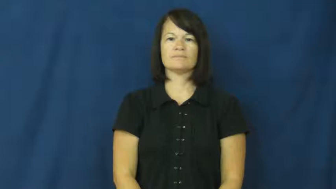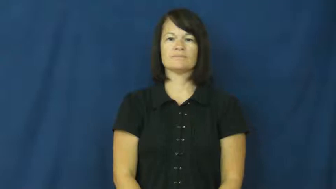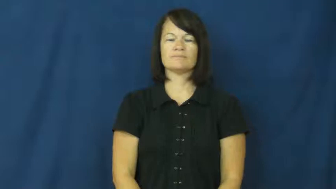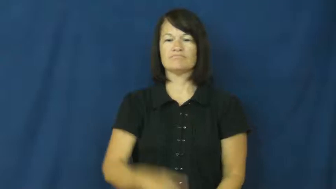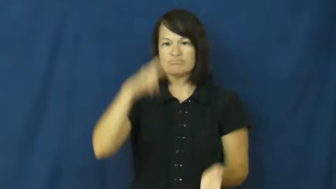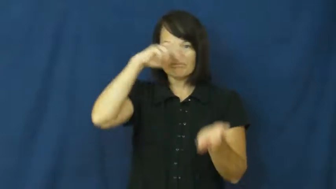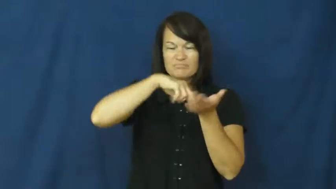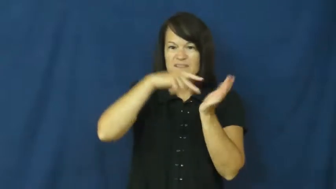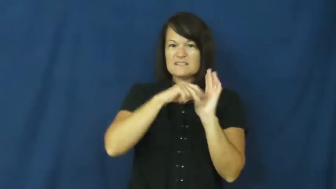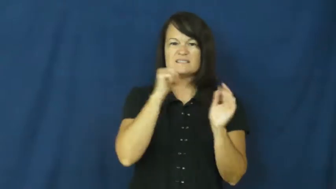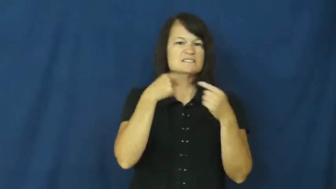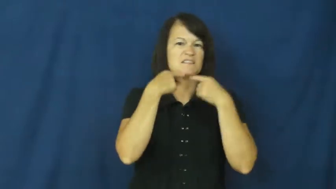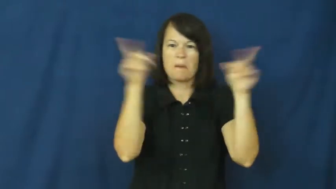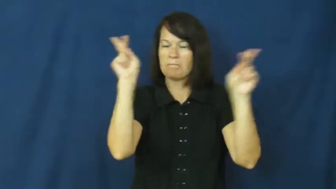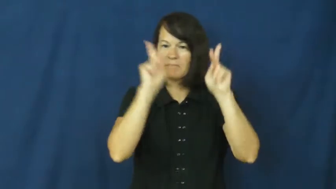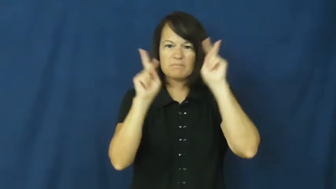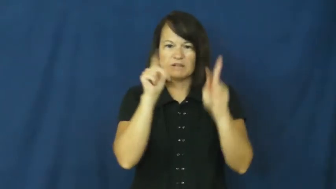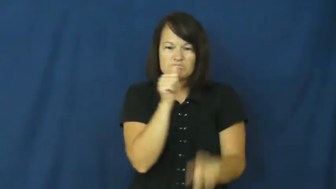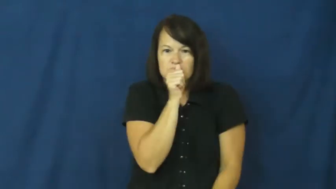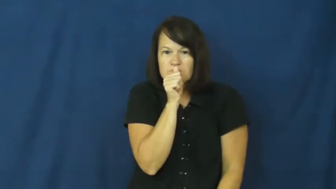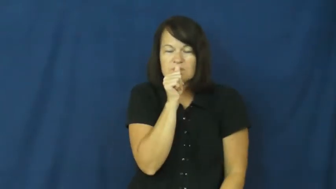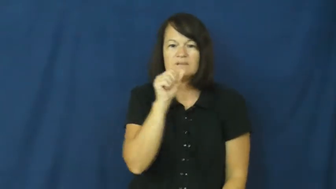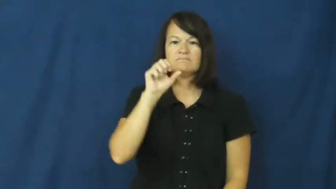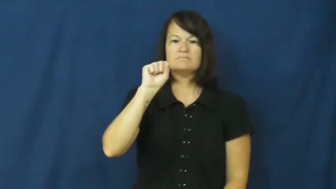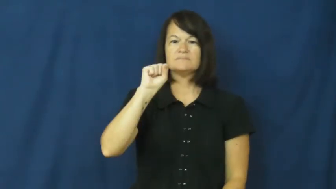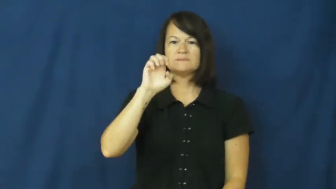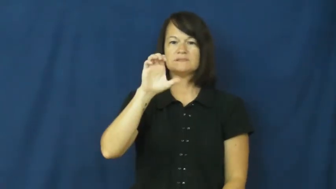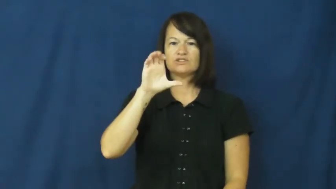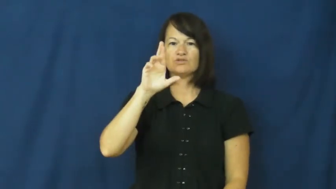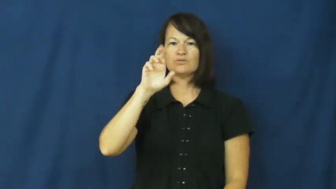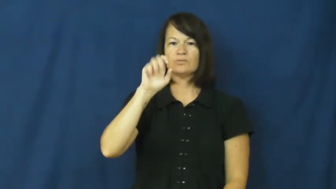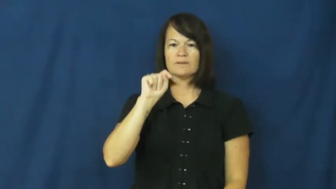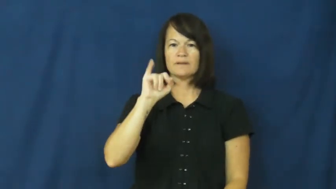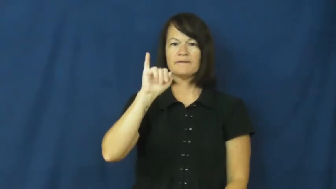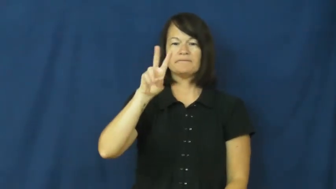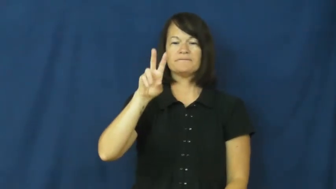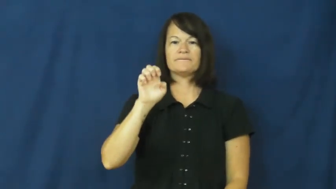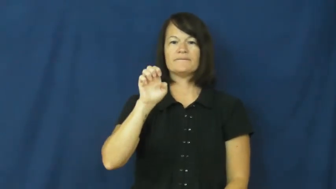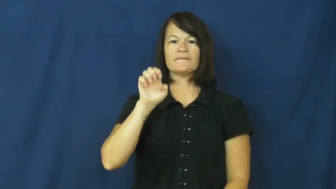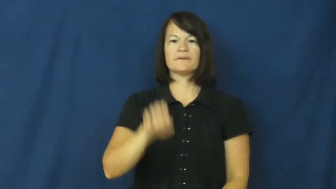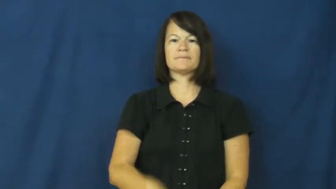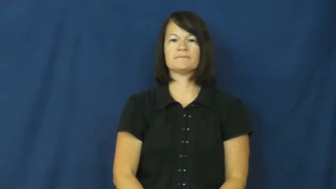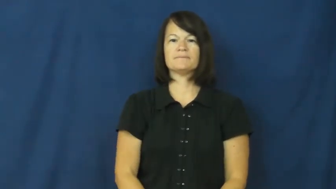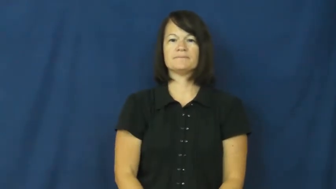secretive,furtive